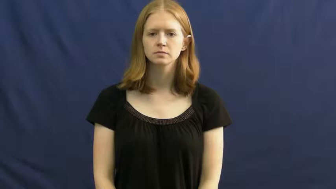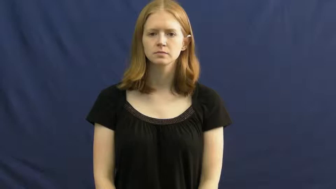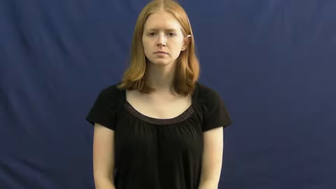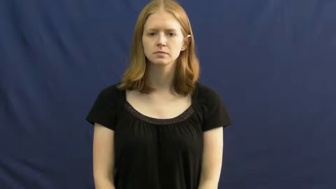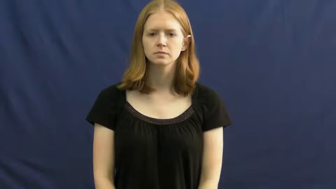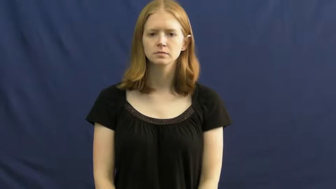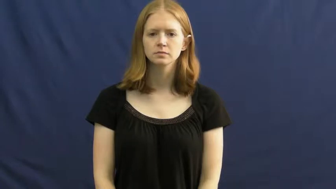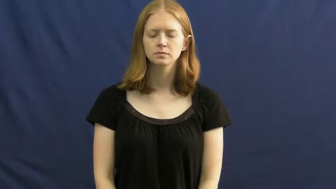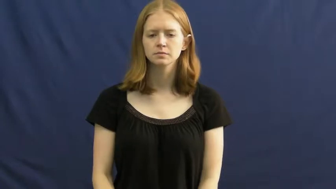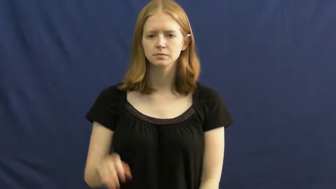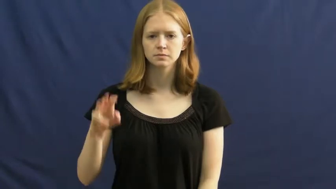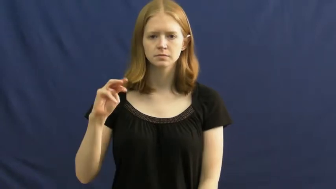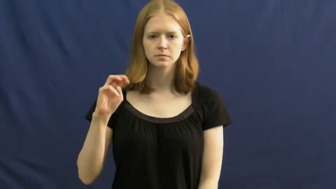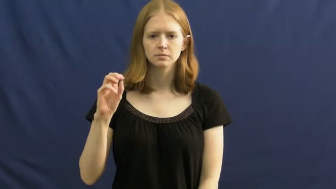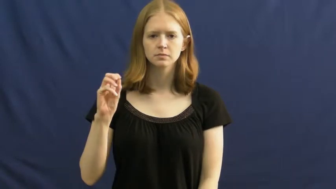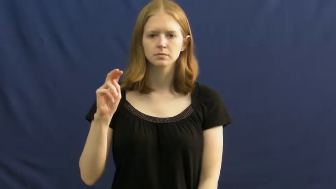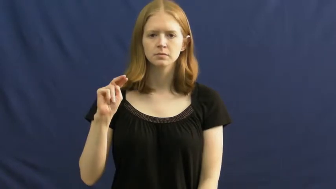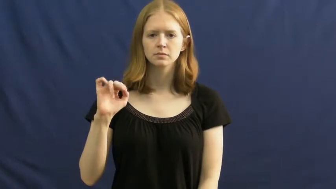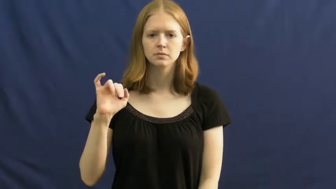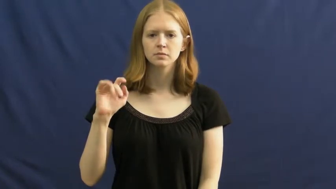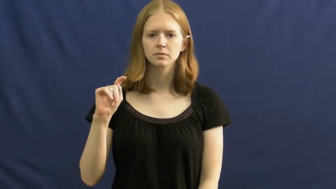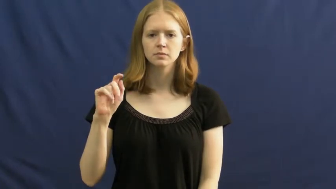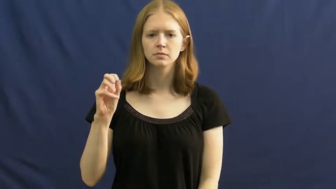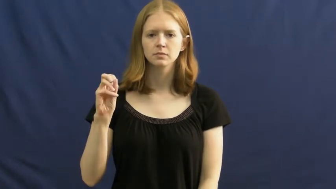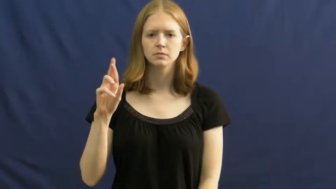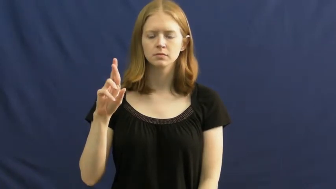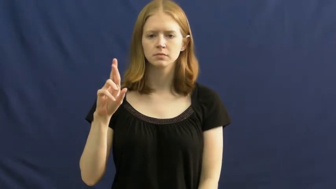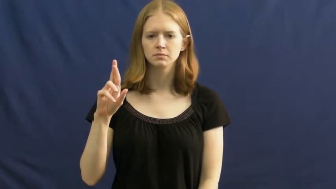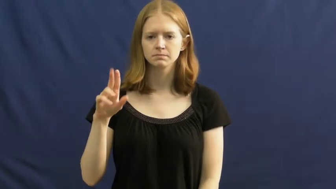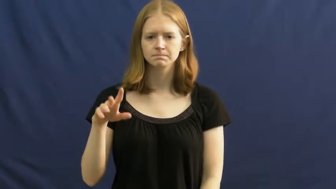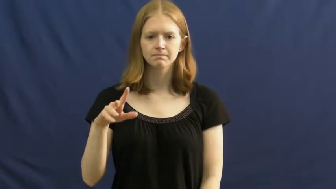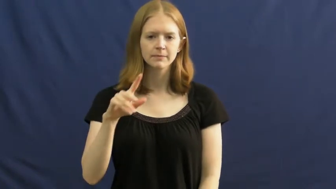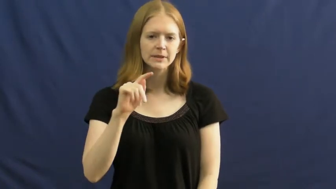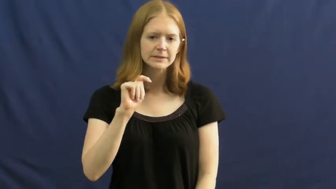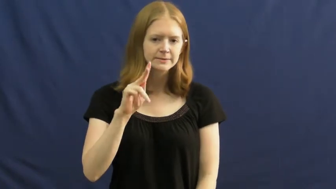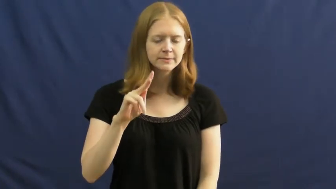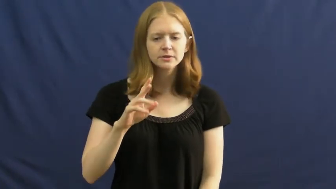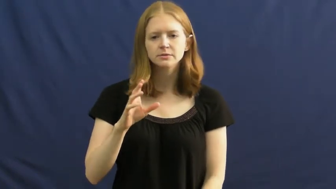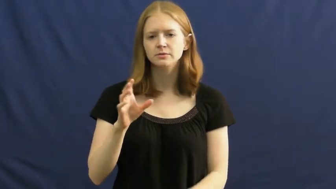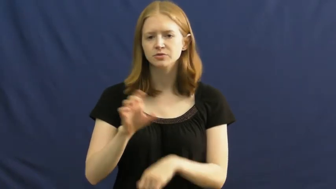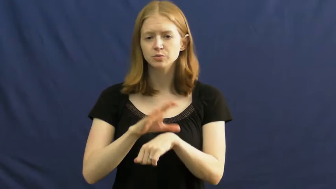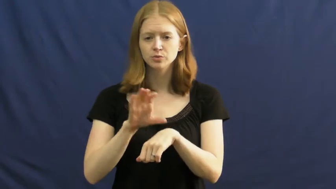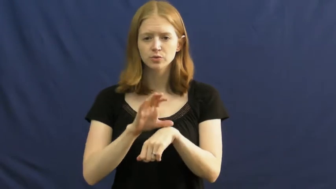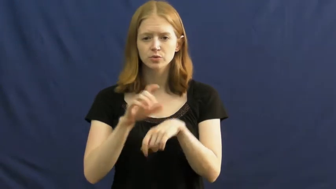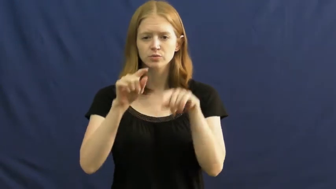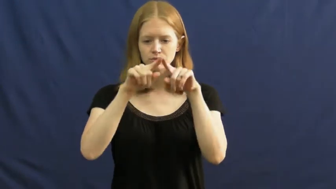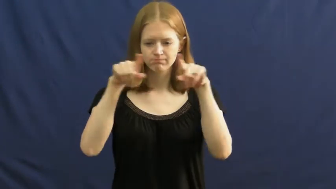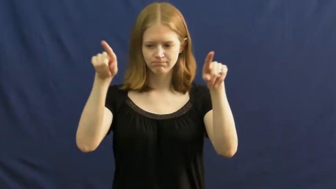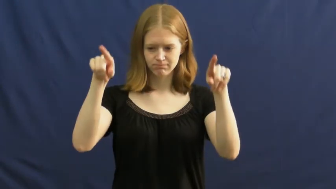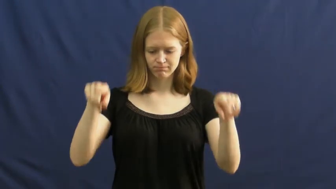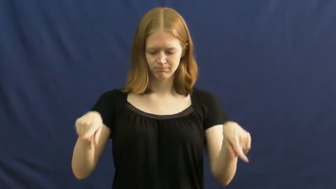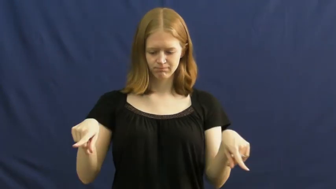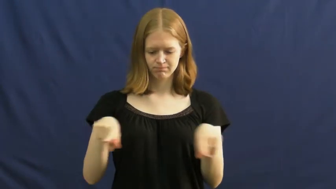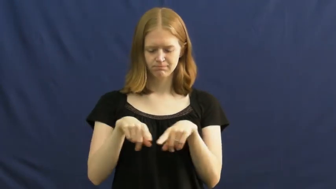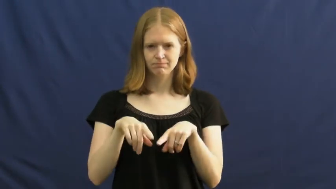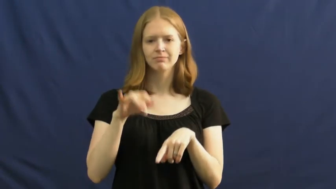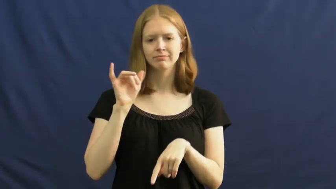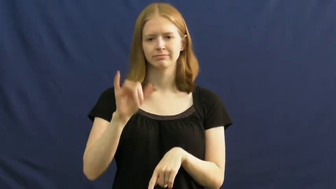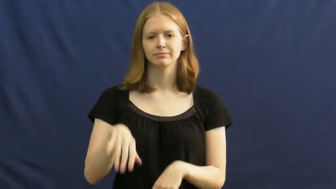monitor-screen